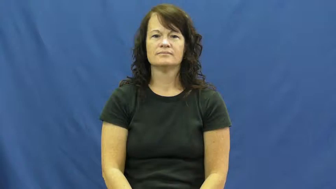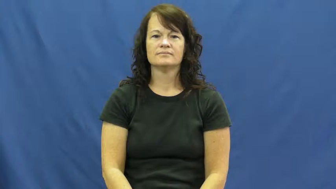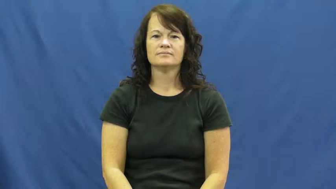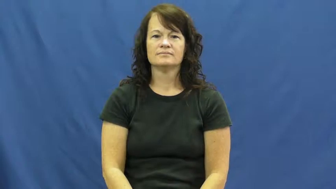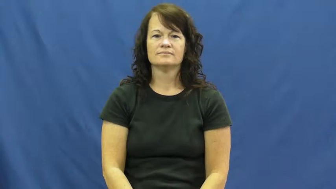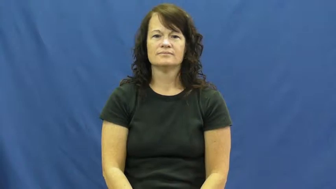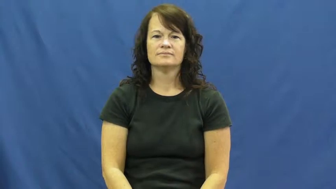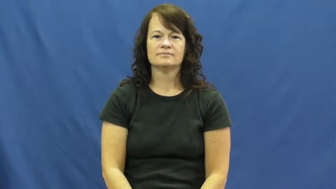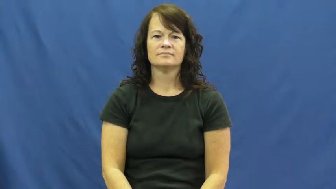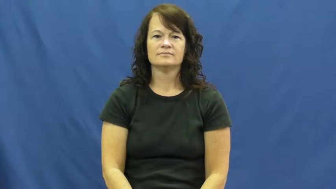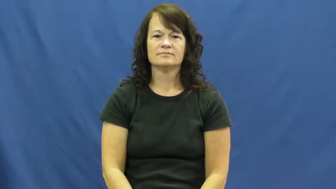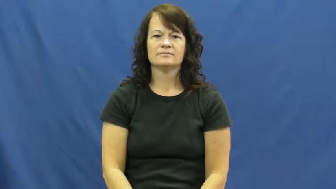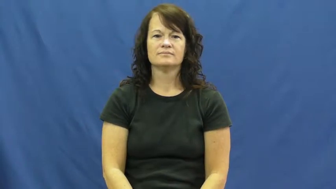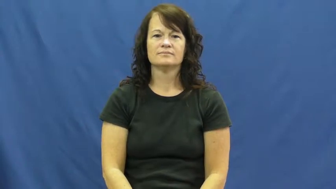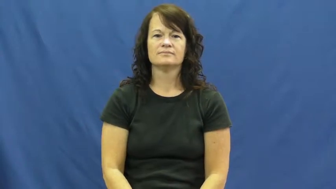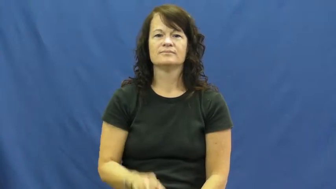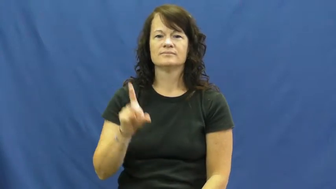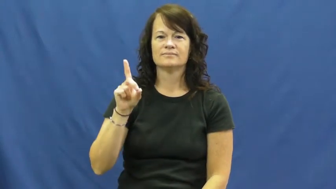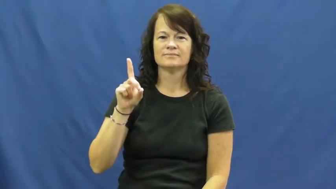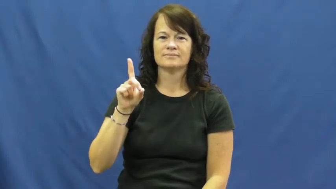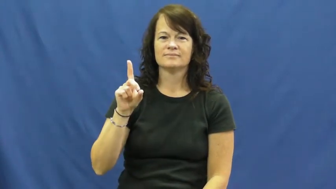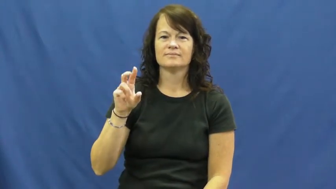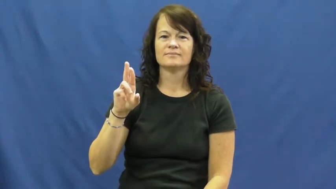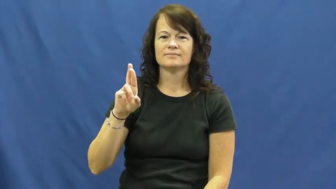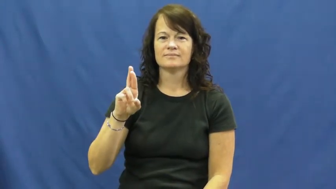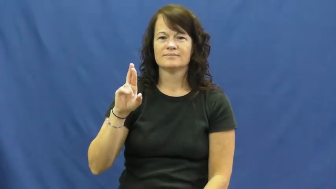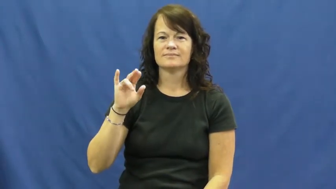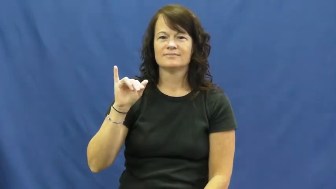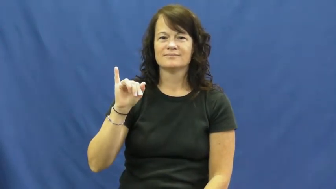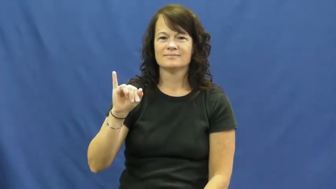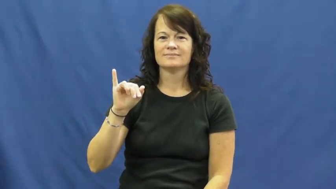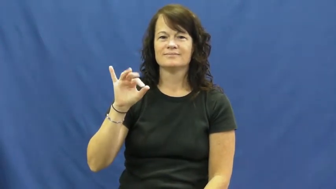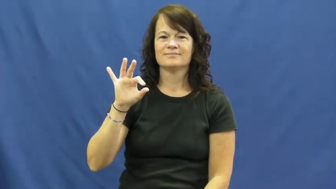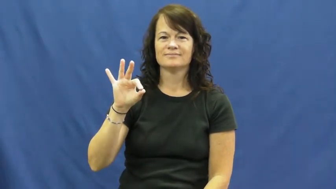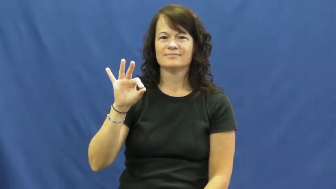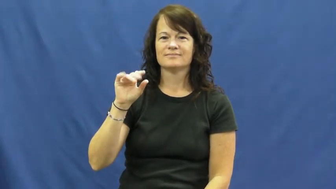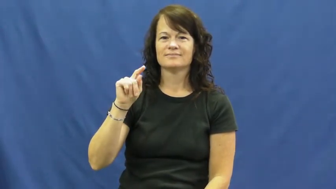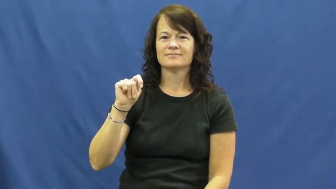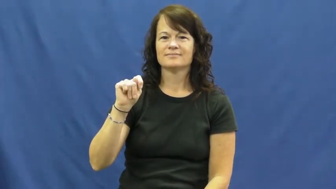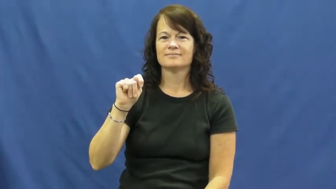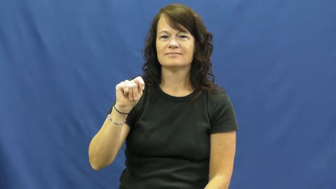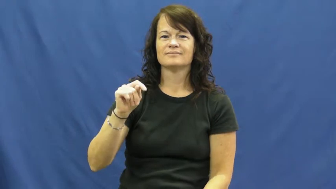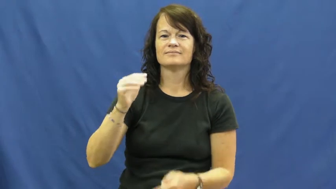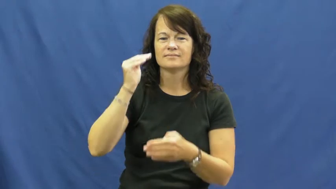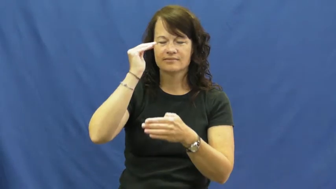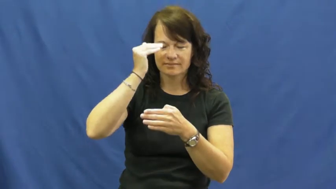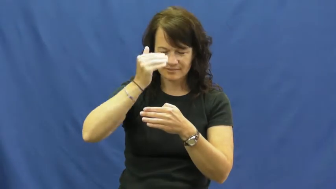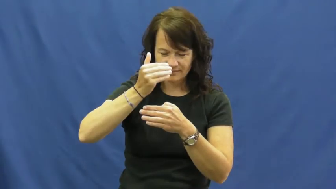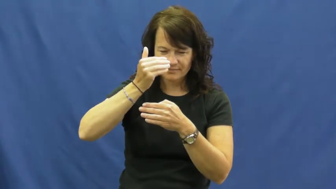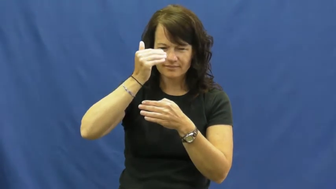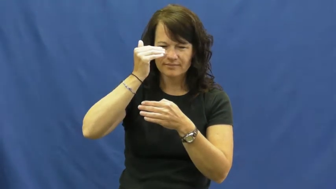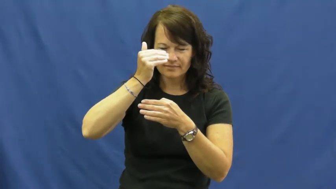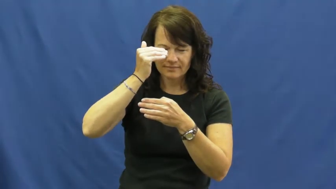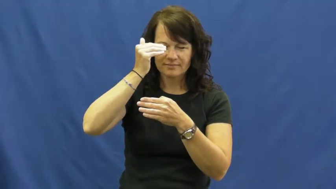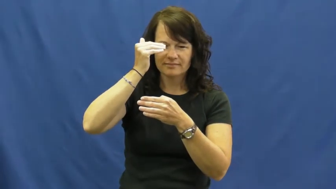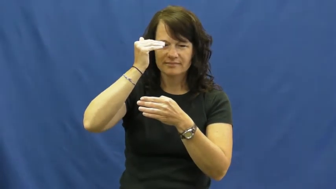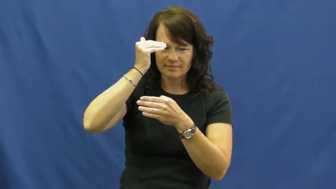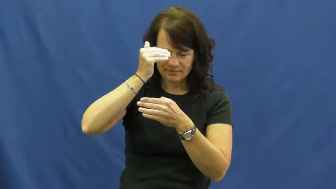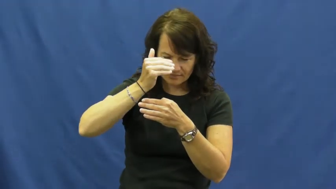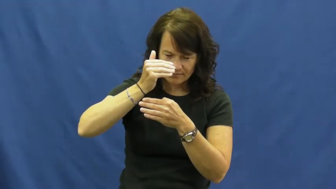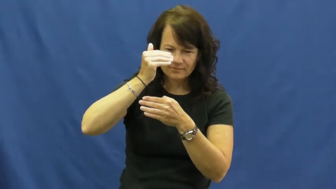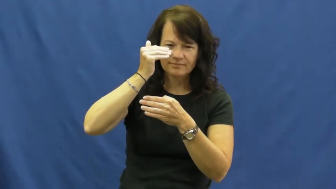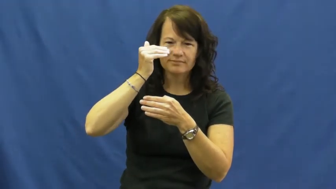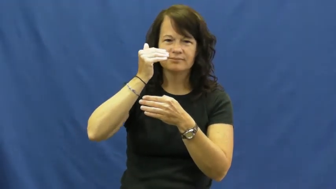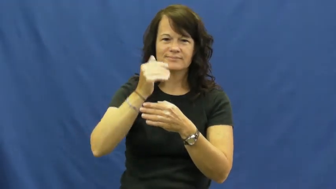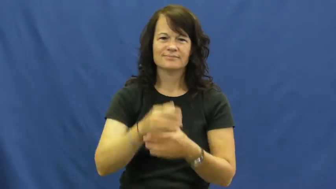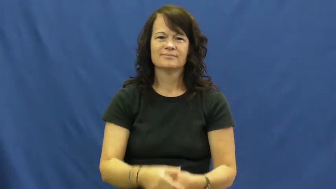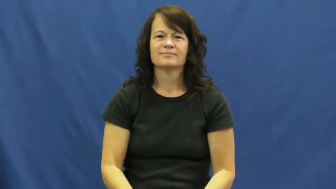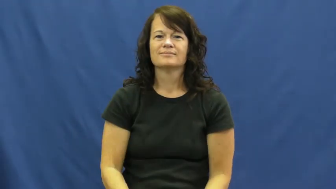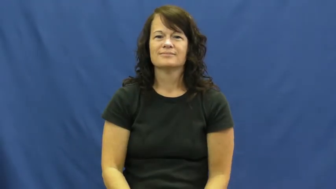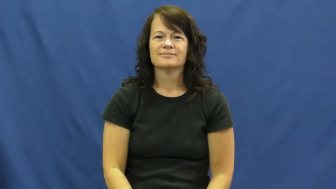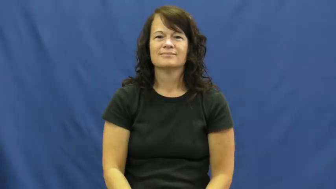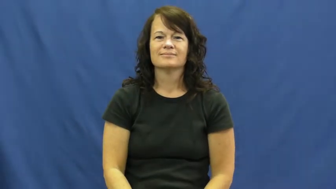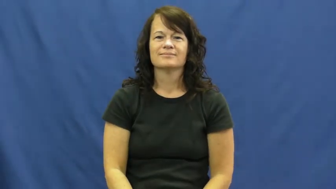drift off-sleep